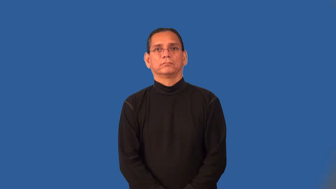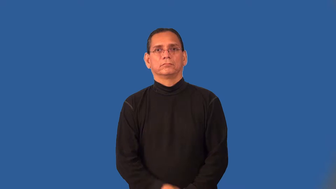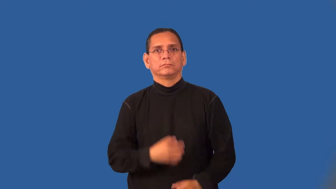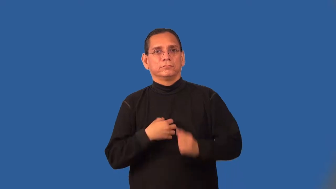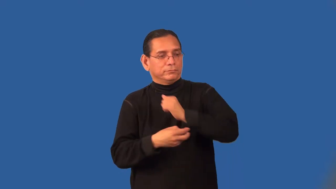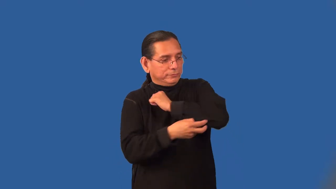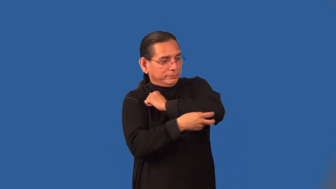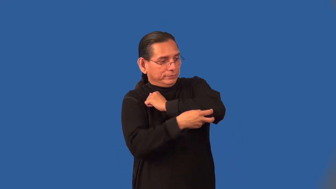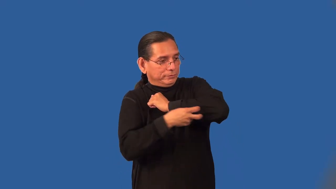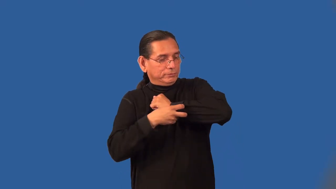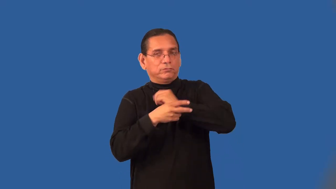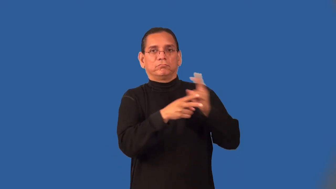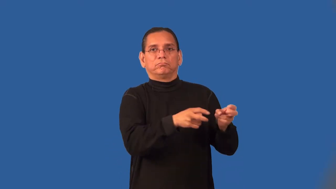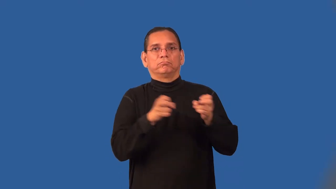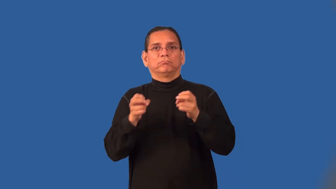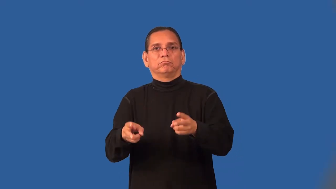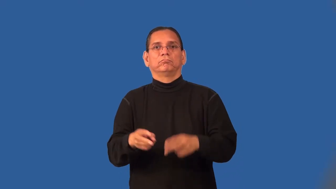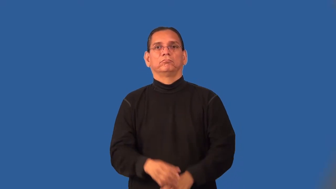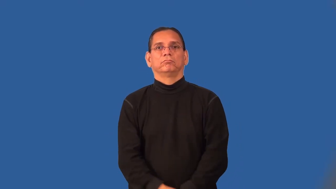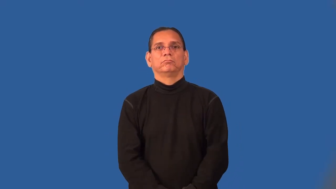plagiarize